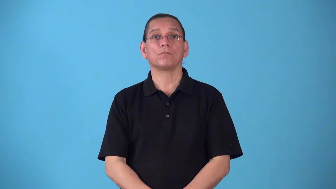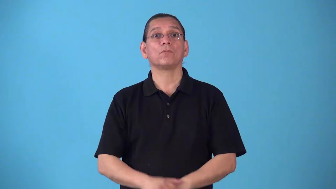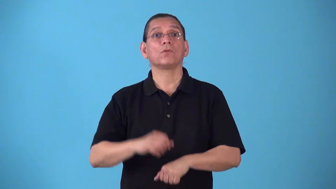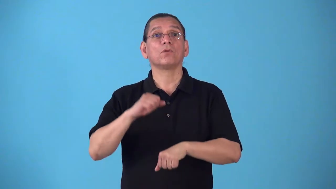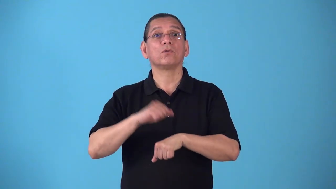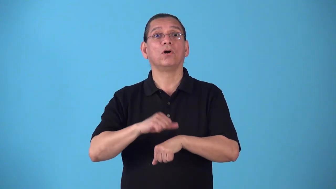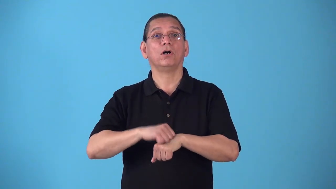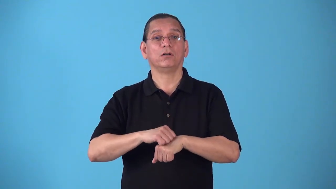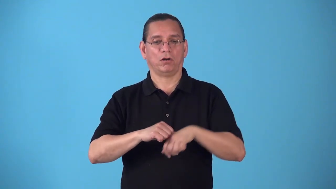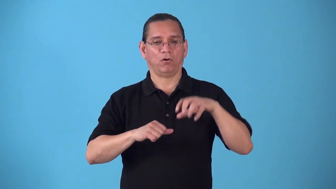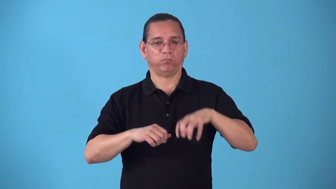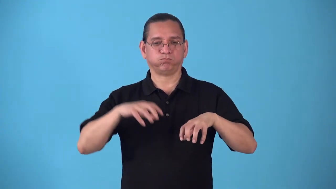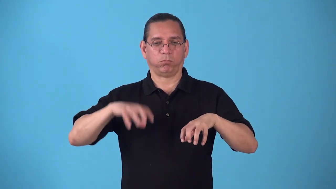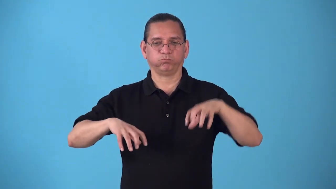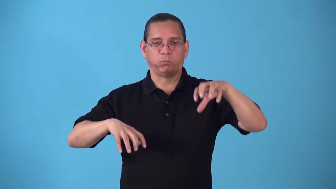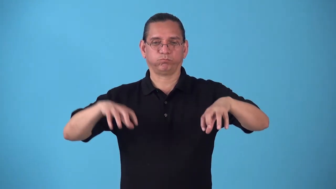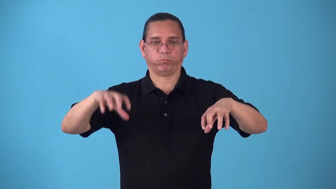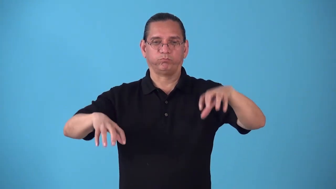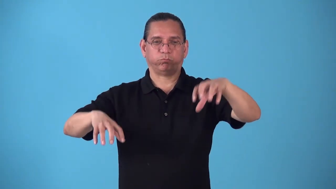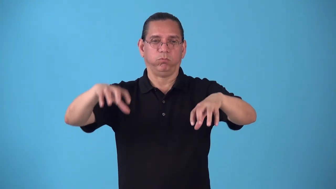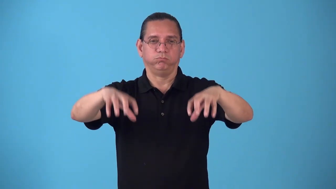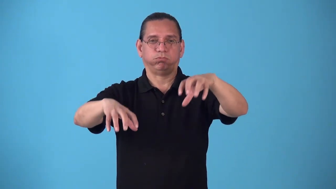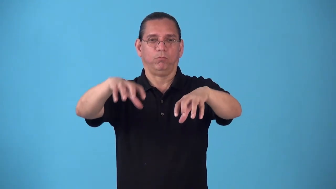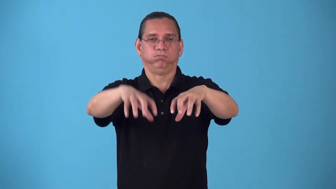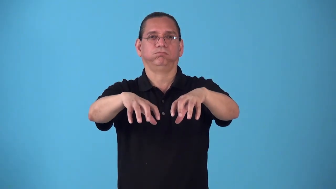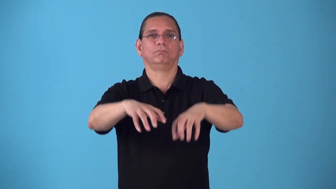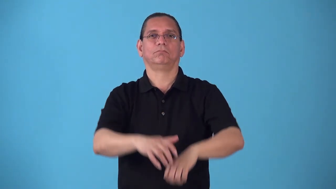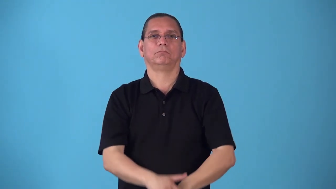rockbound